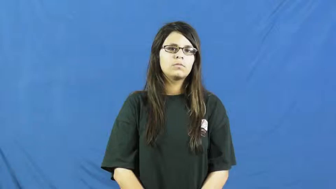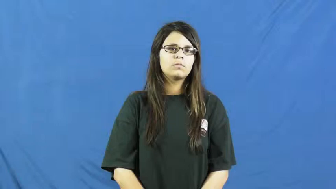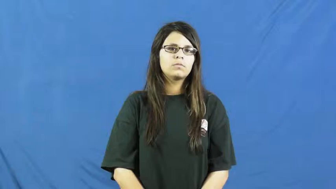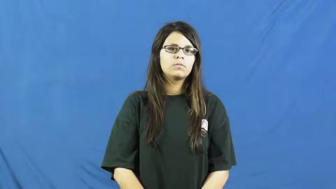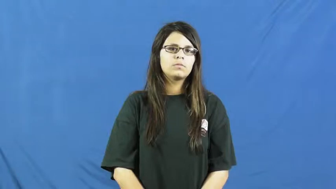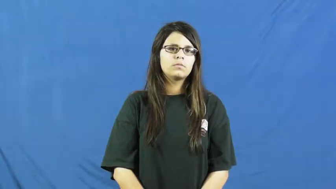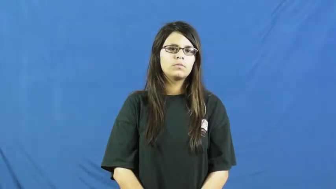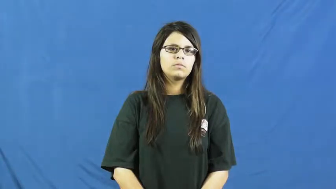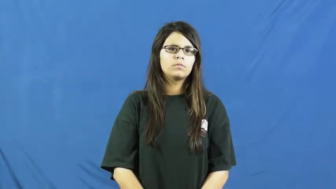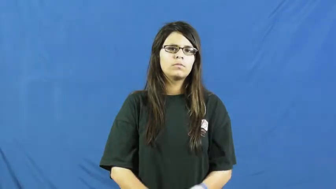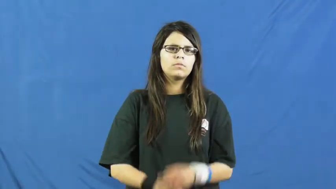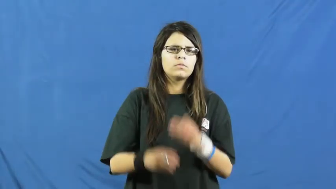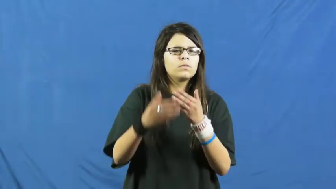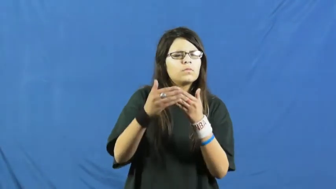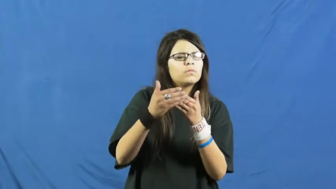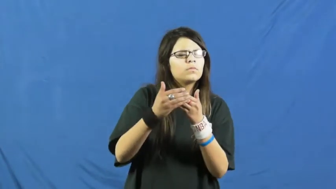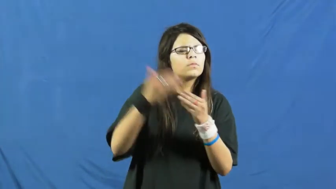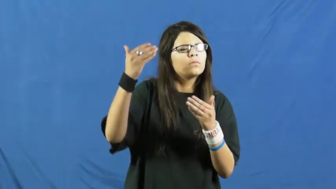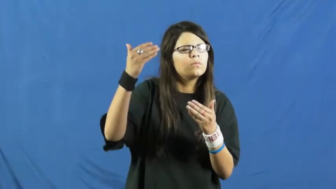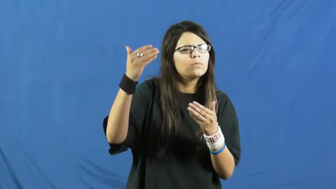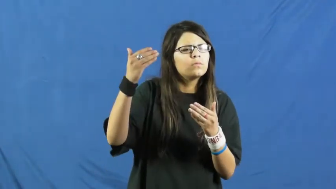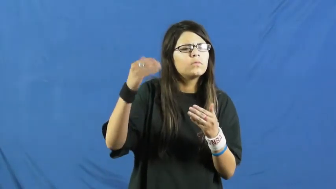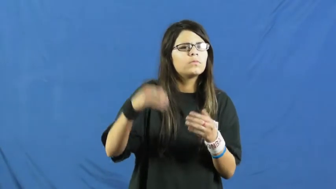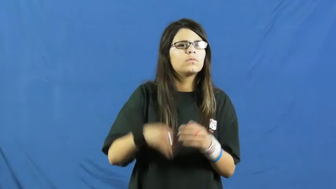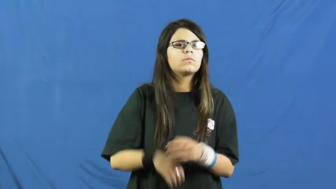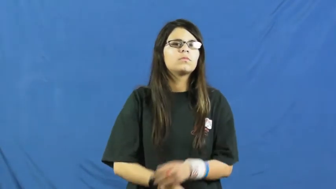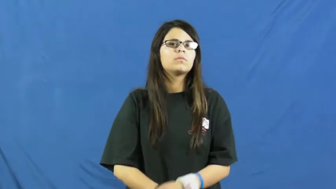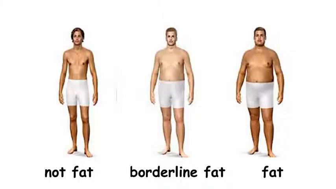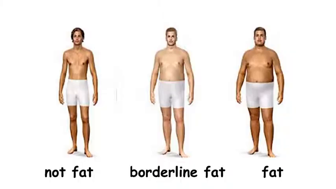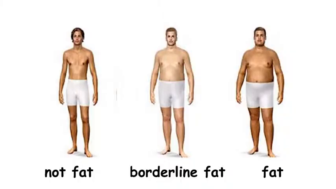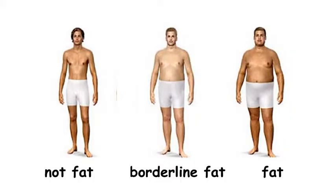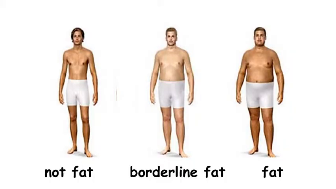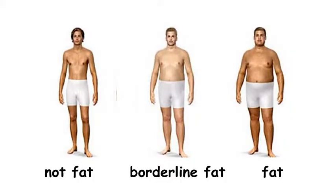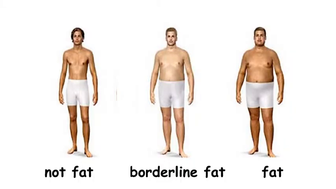borderline-almost